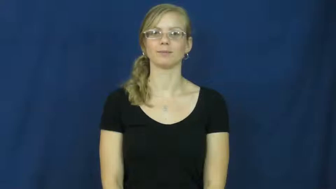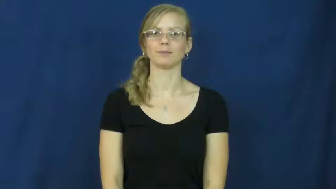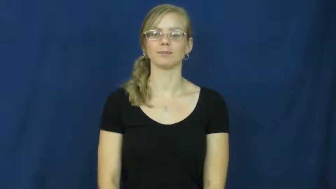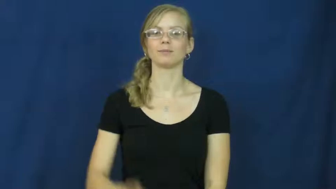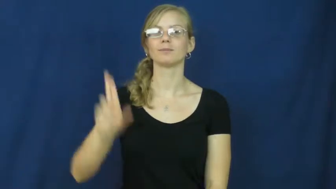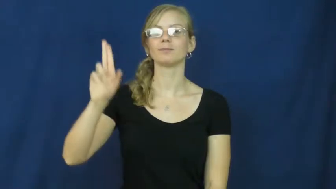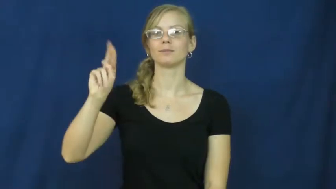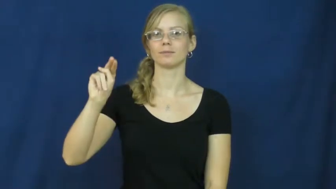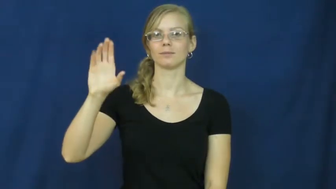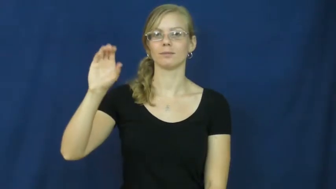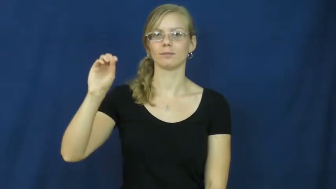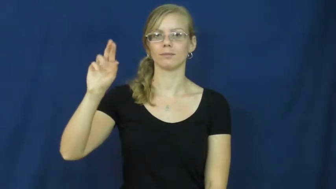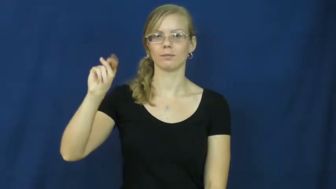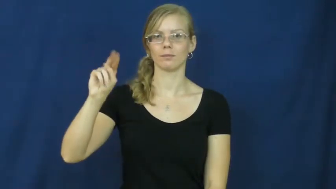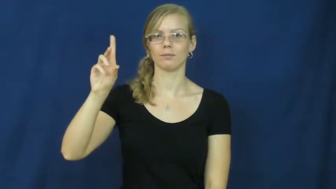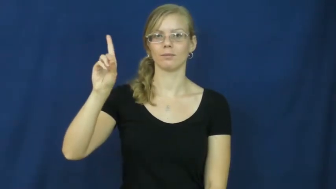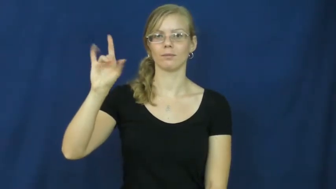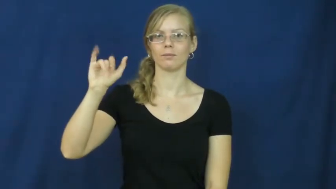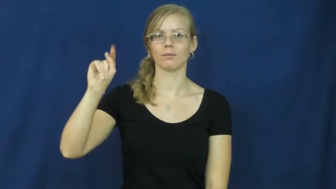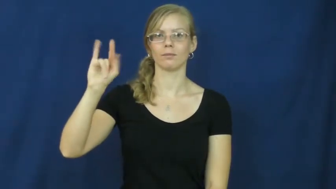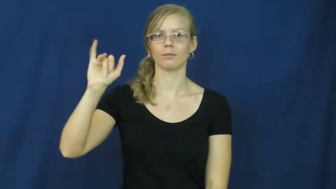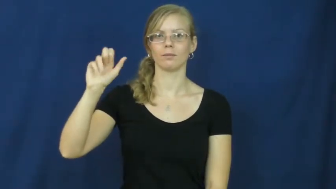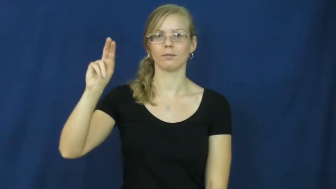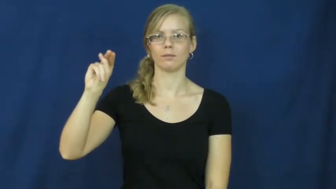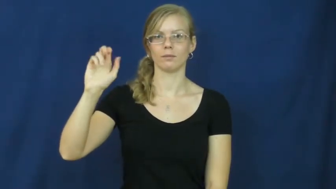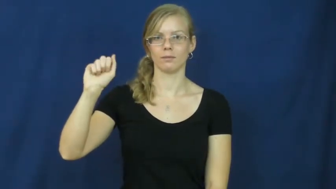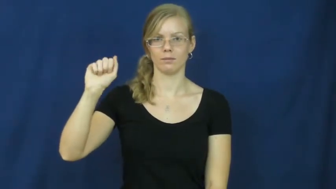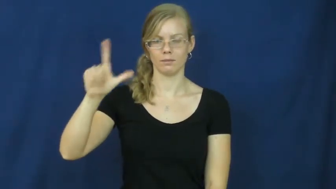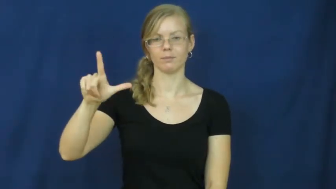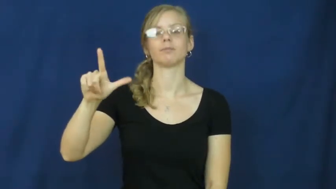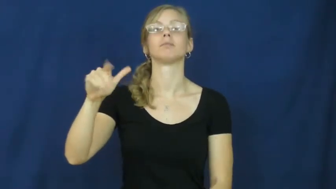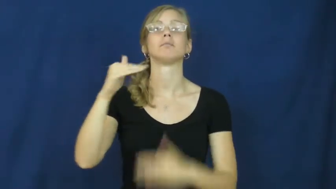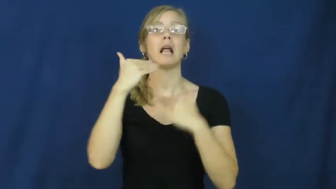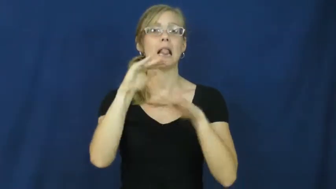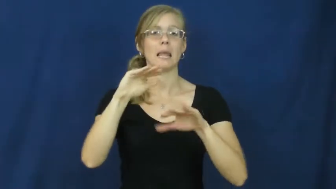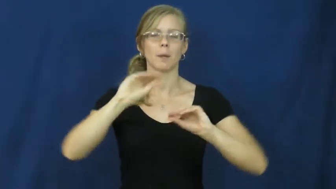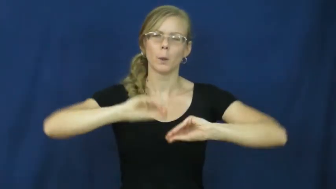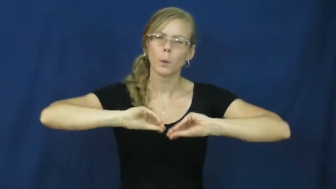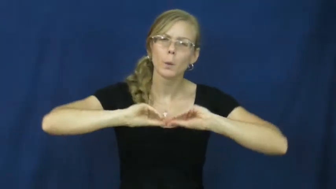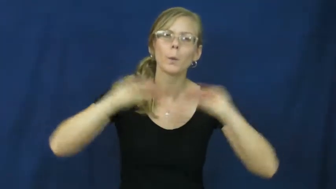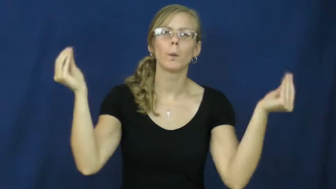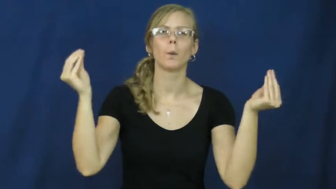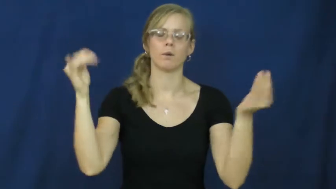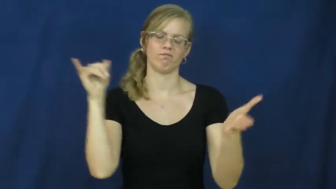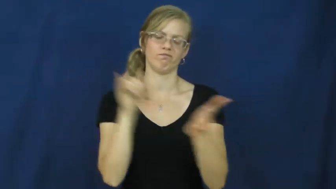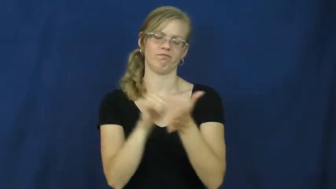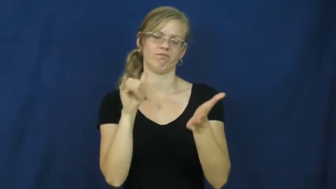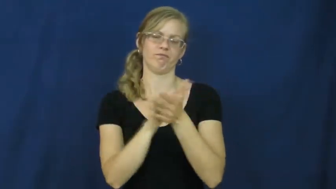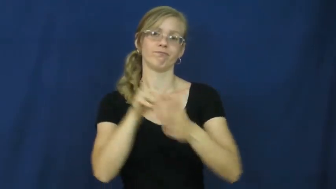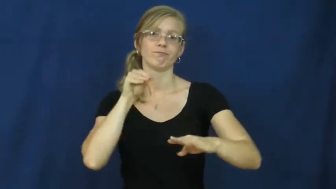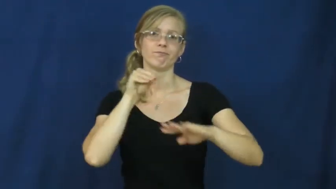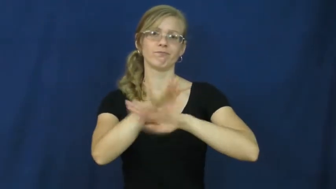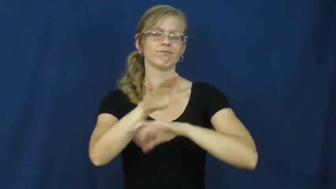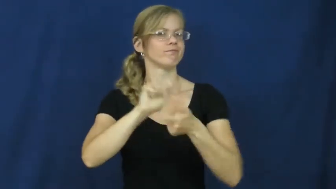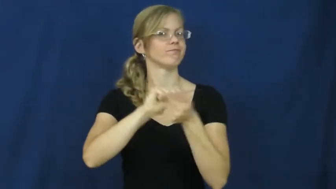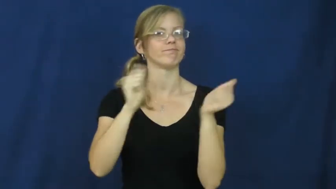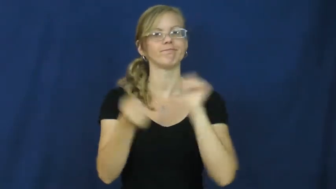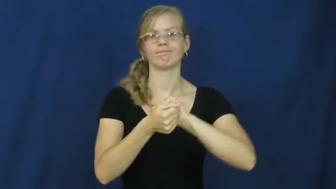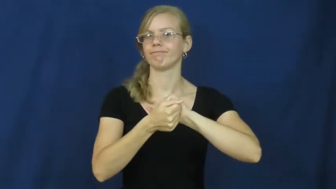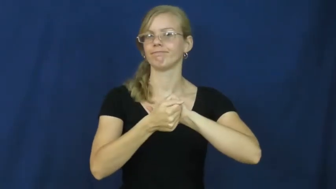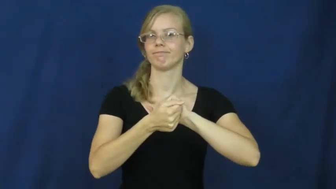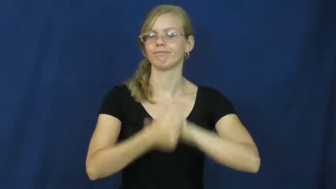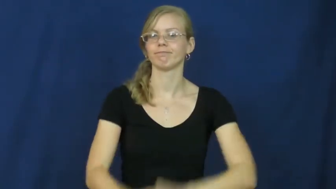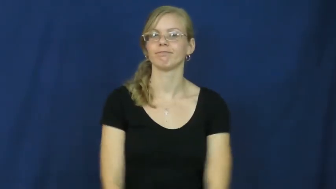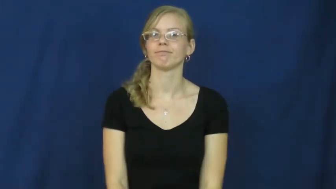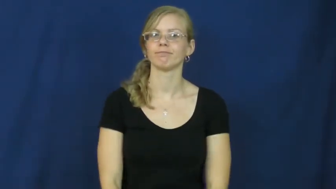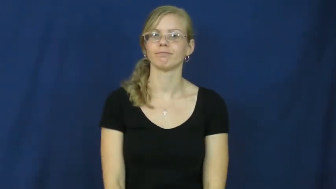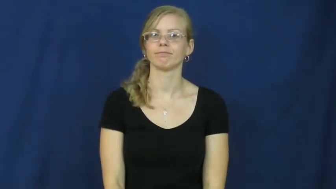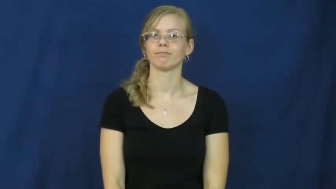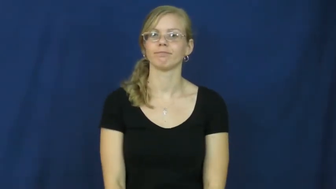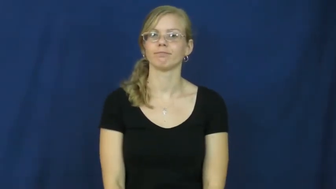unconditional